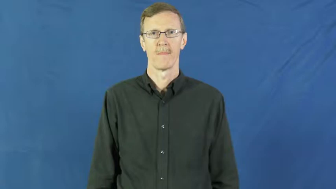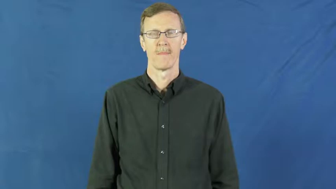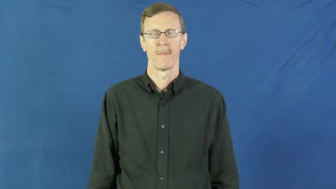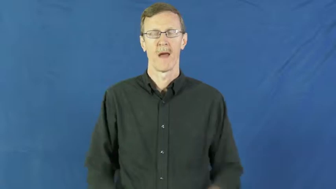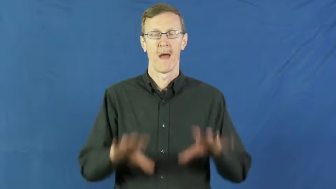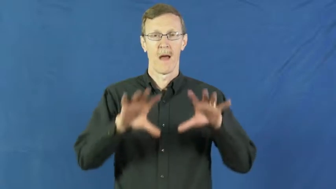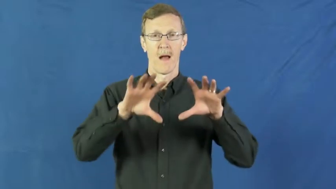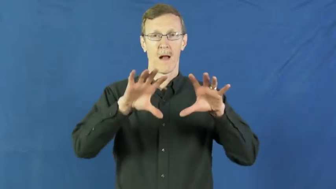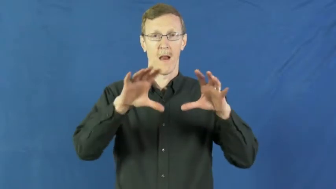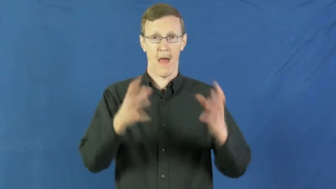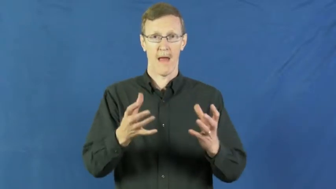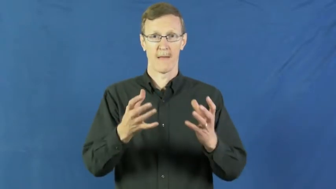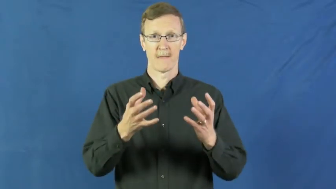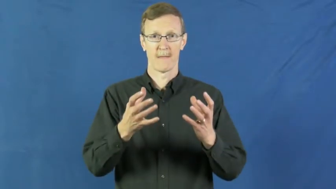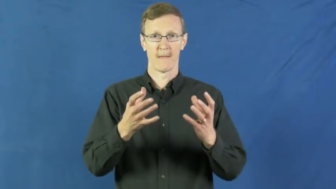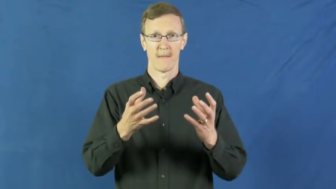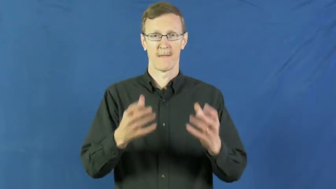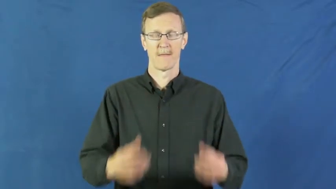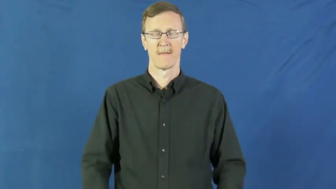suite-group